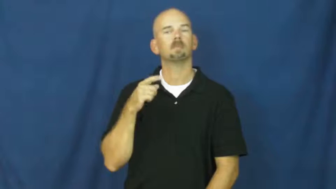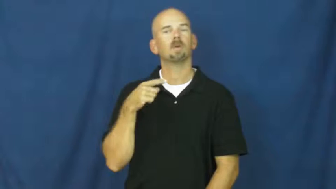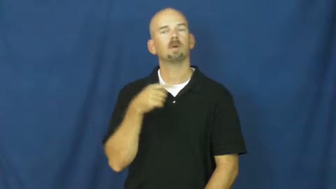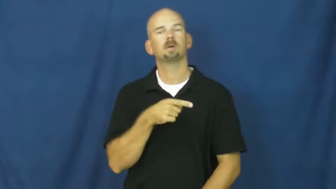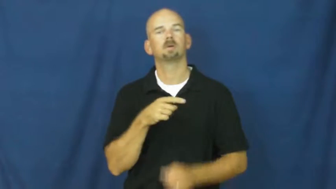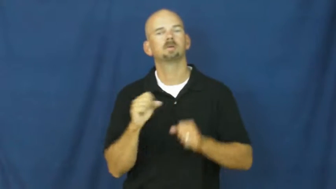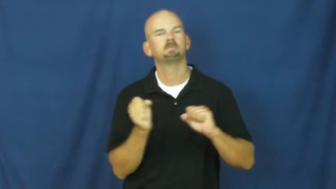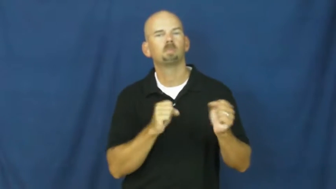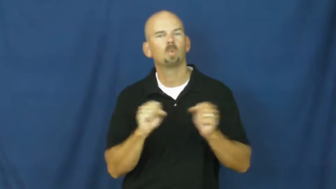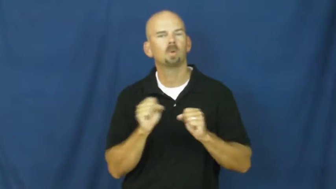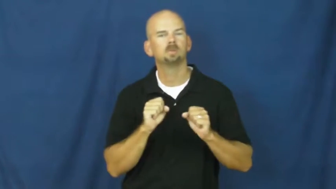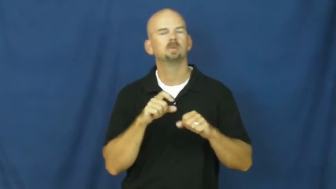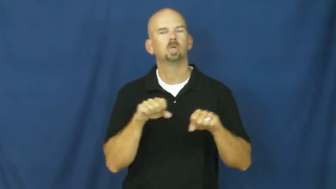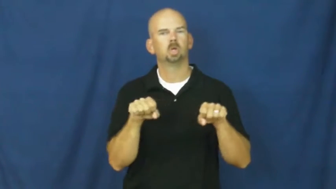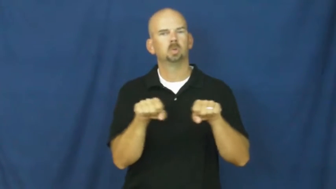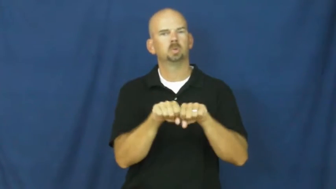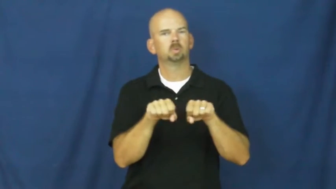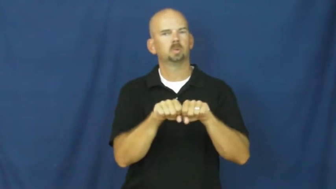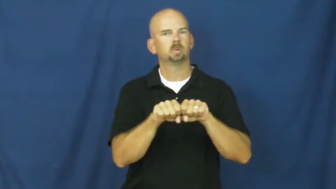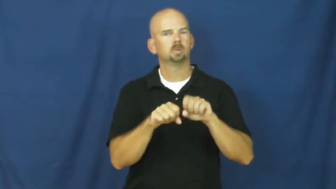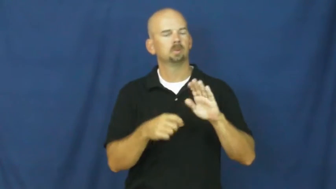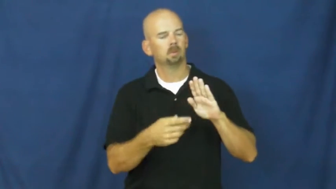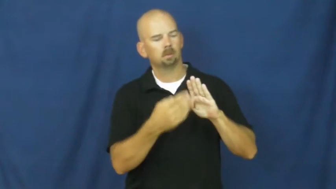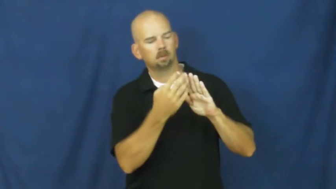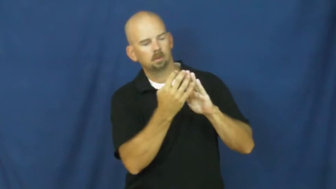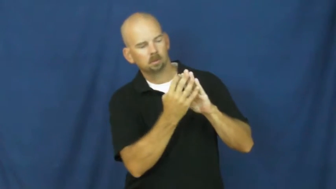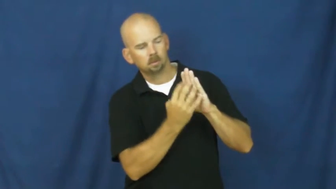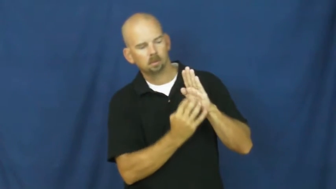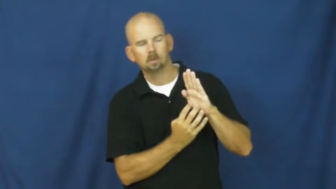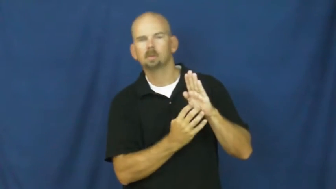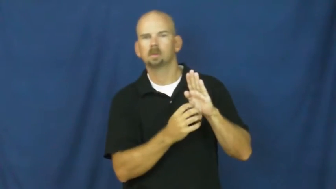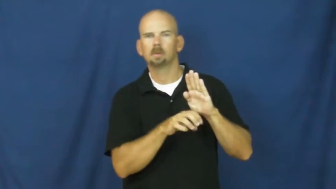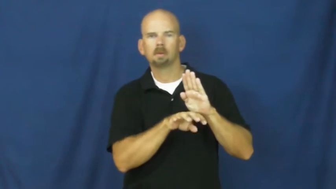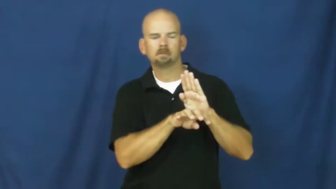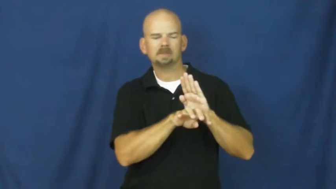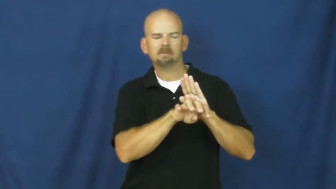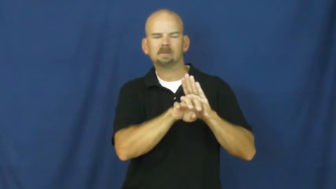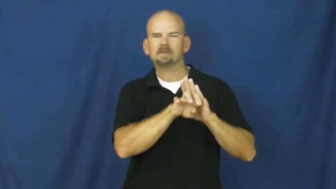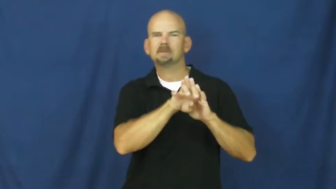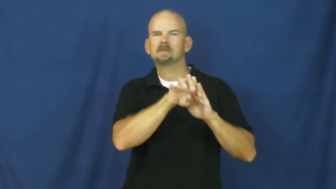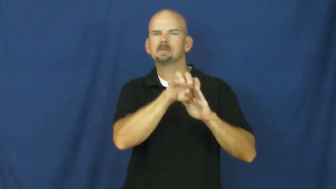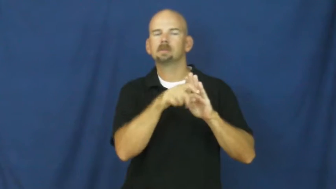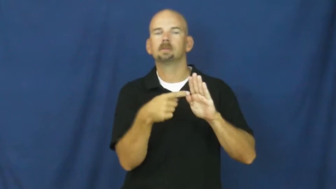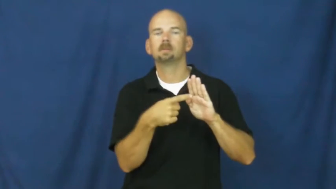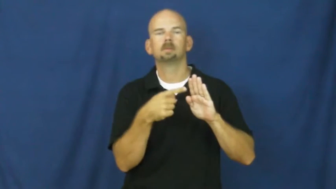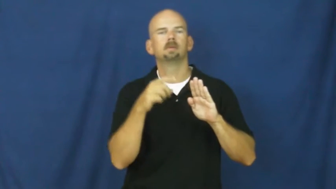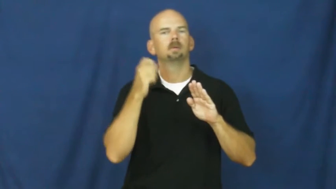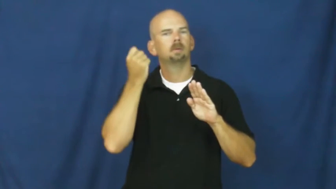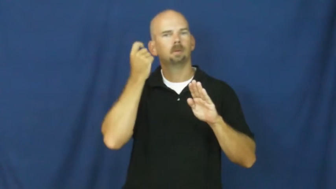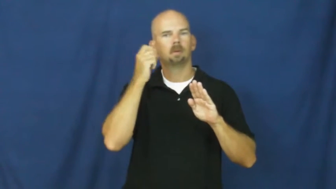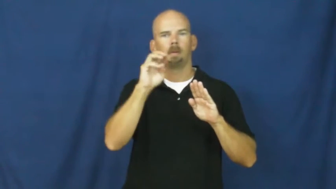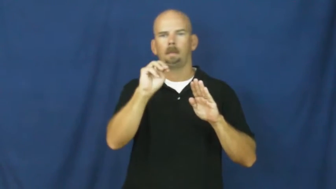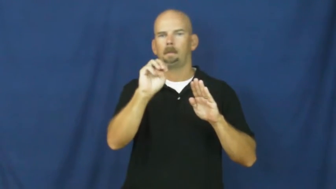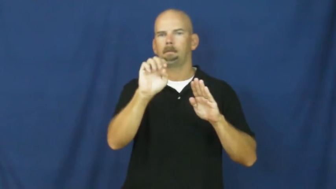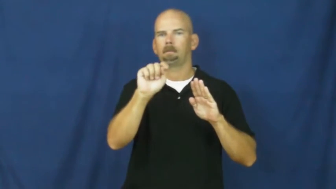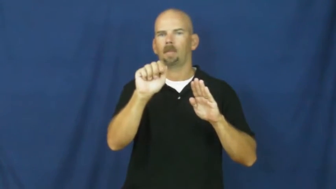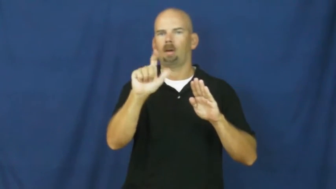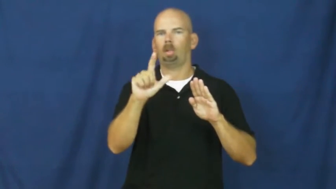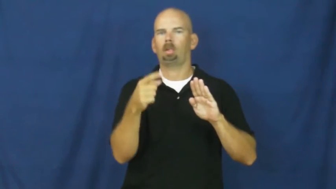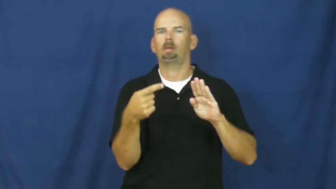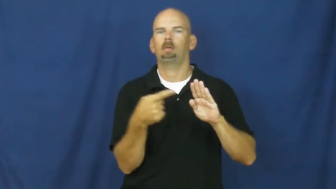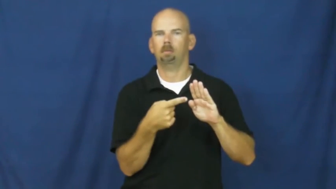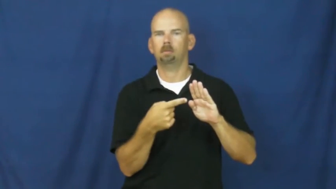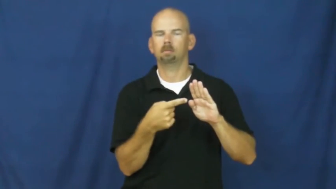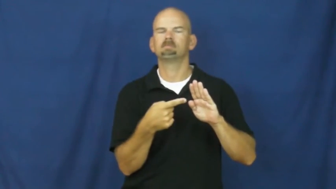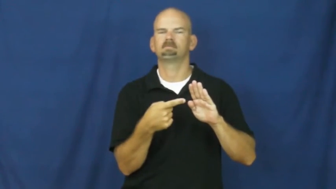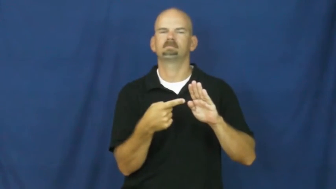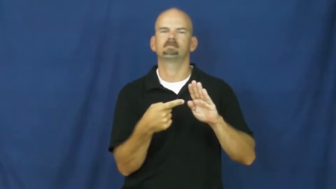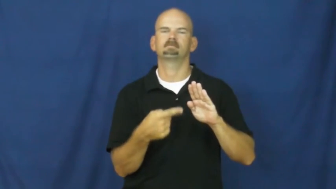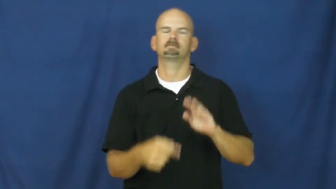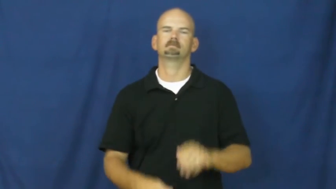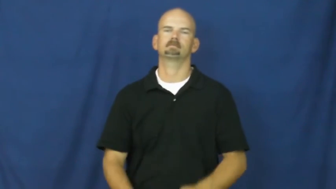spike,cleat-shoes